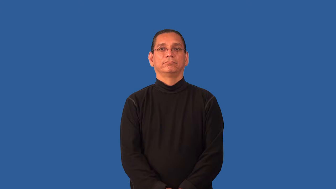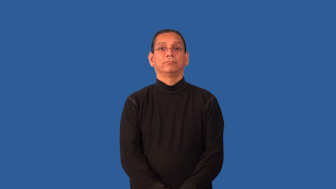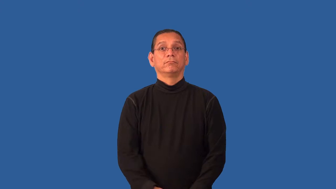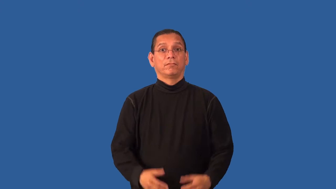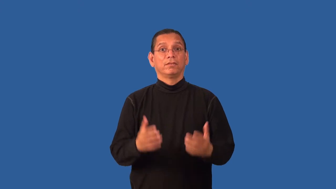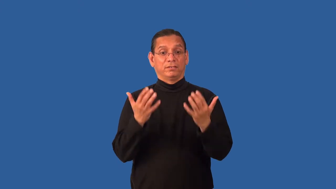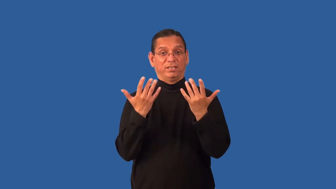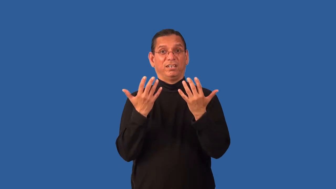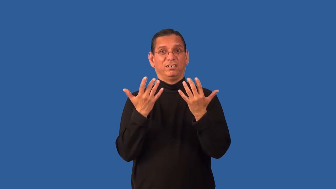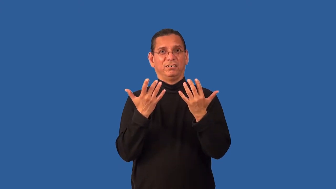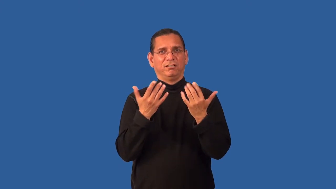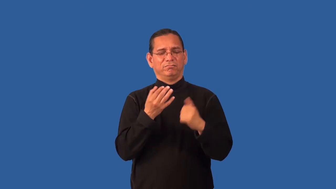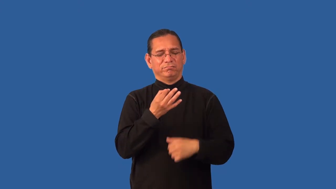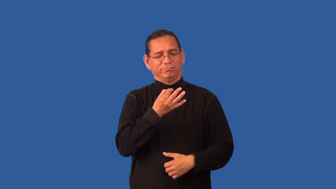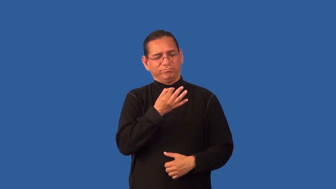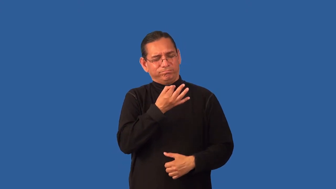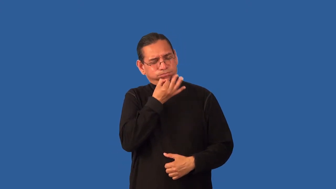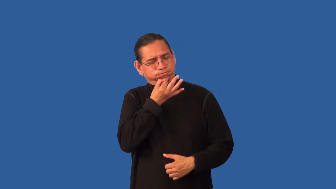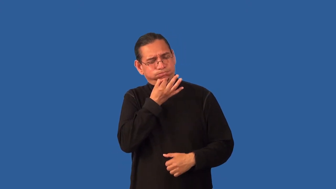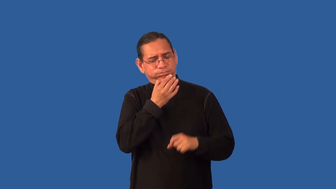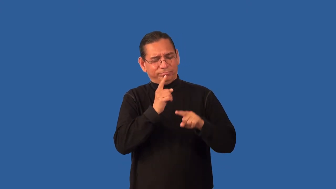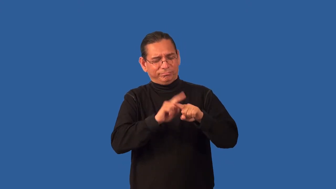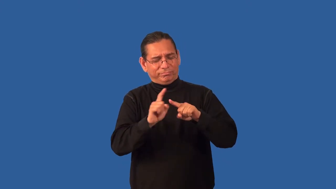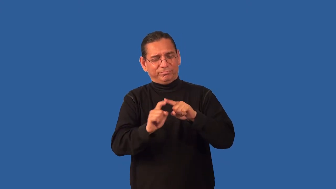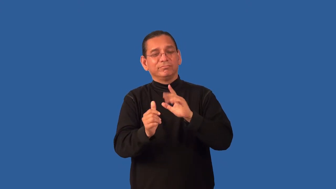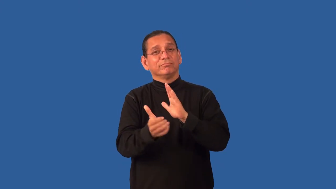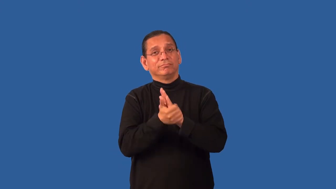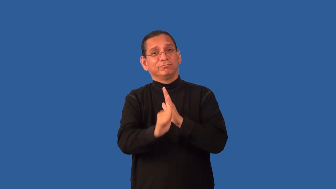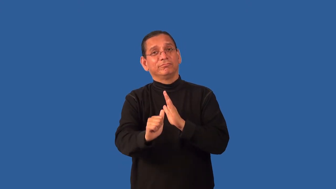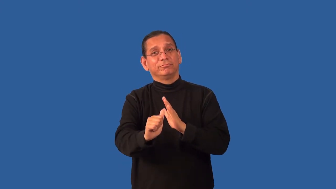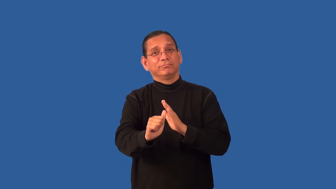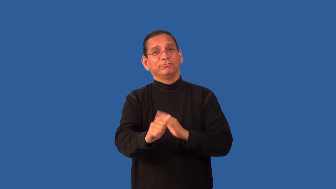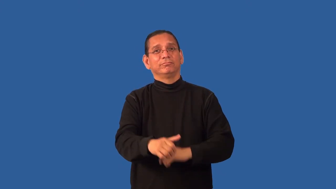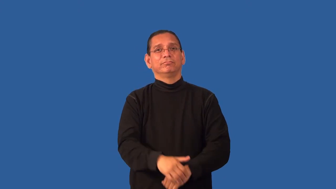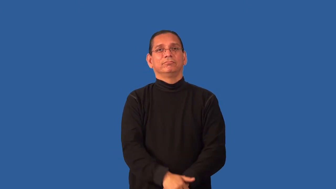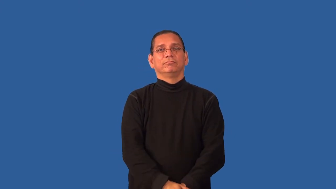handy